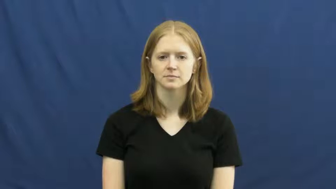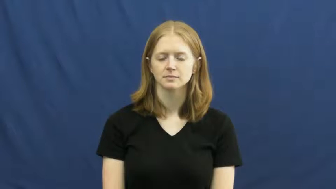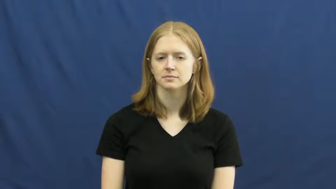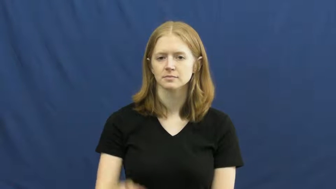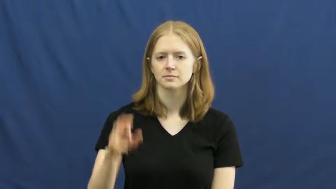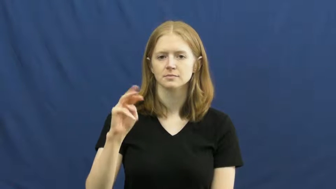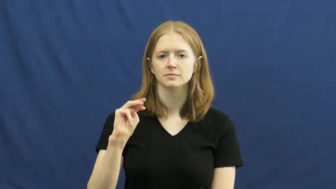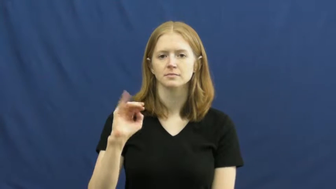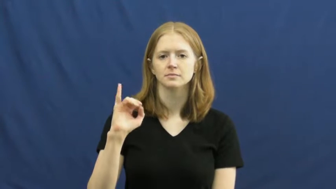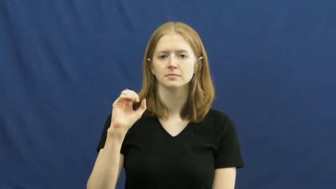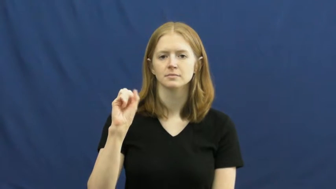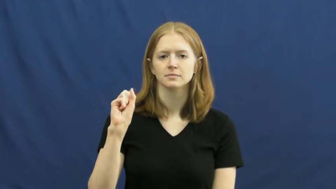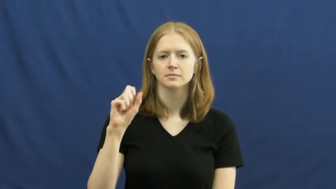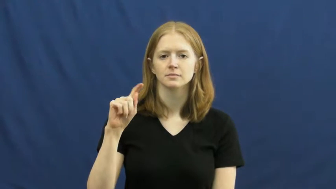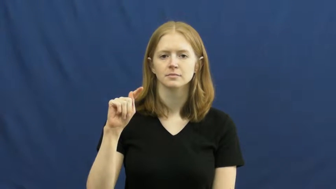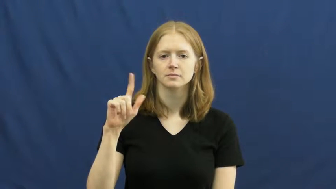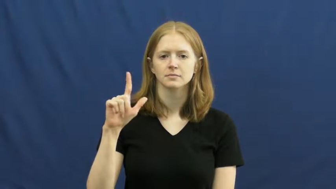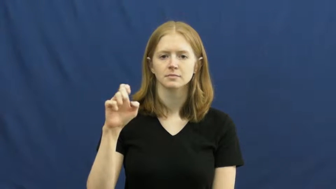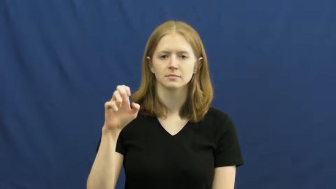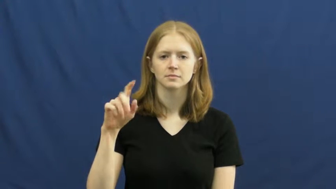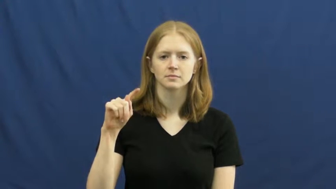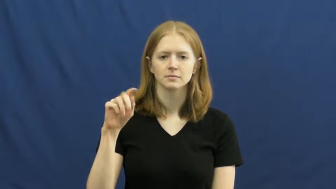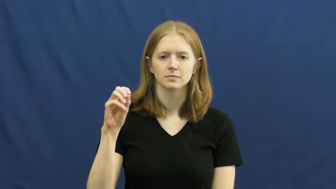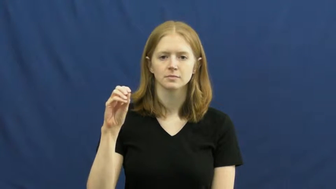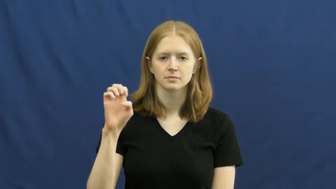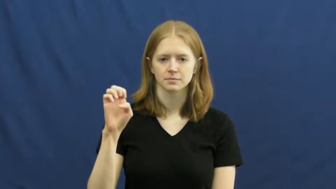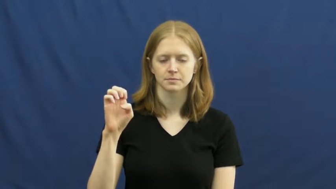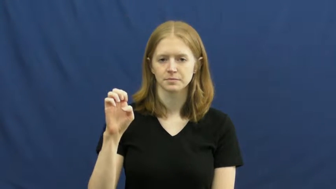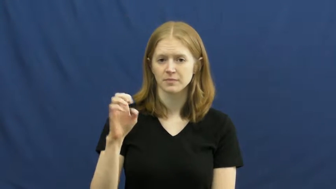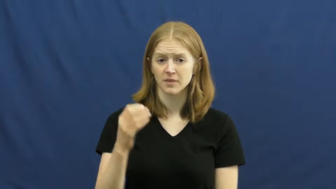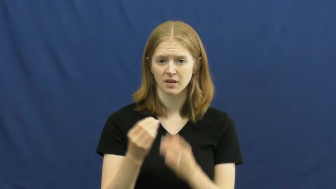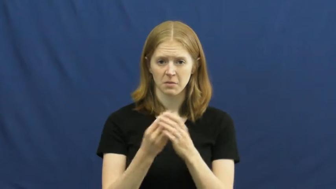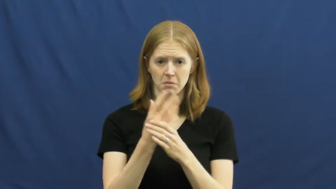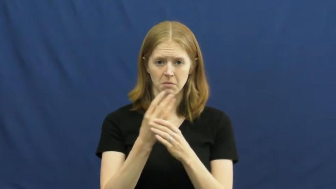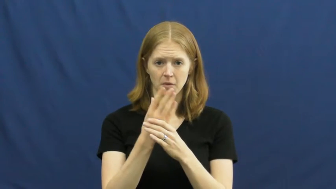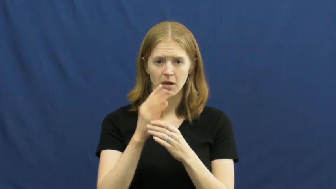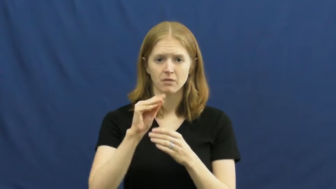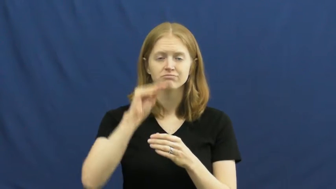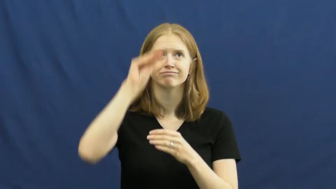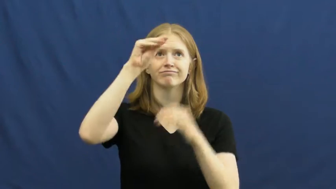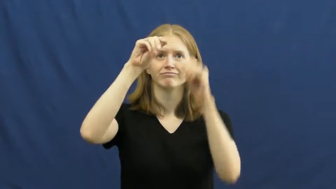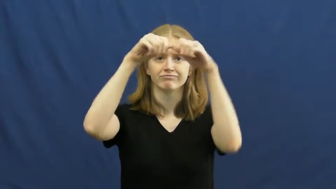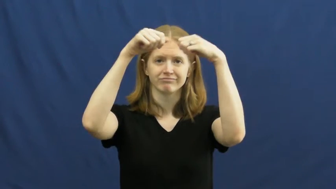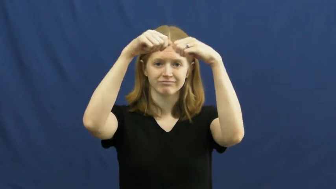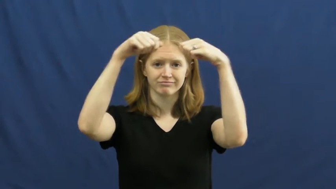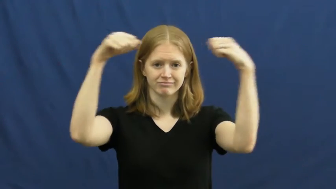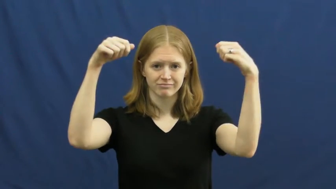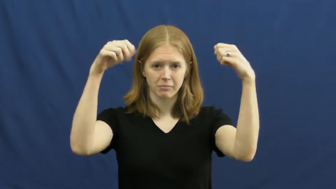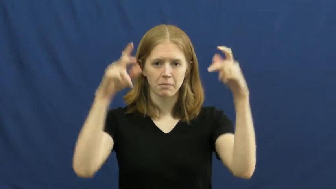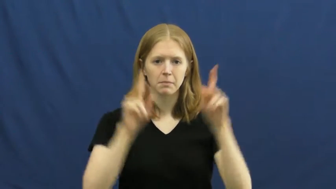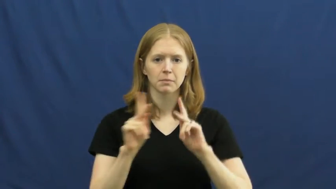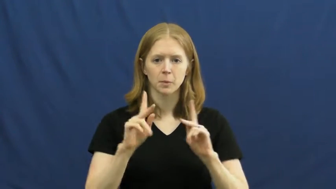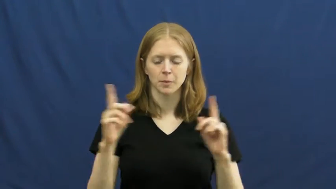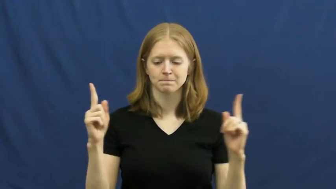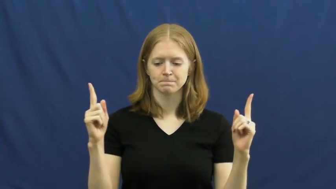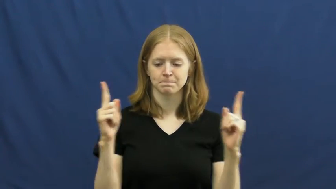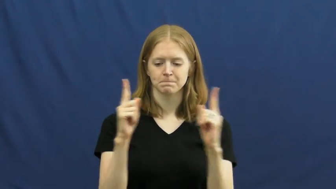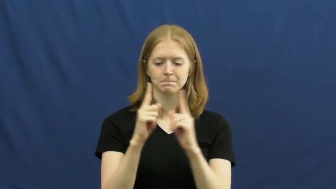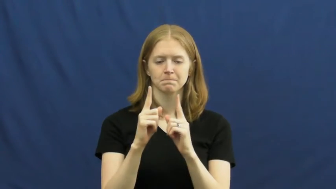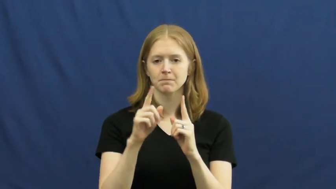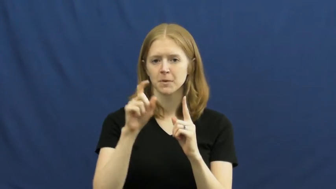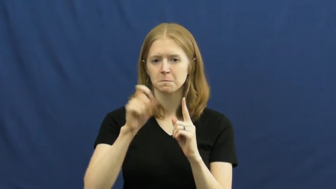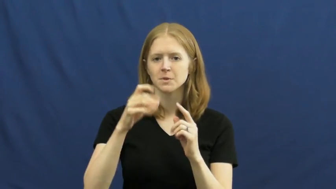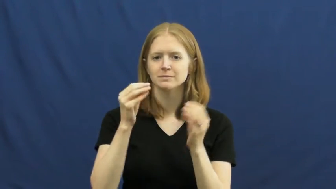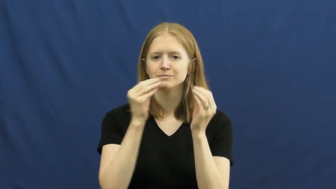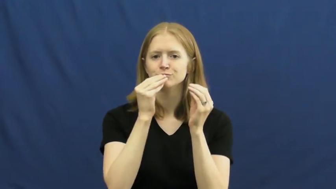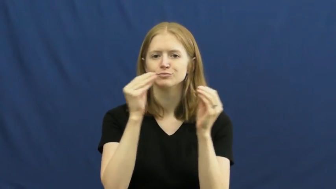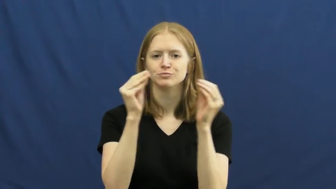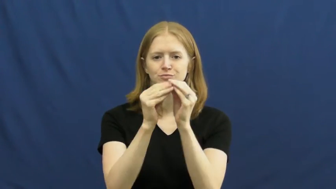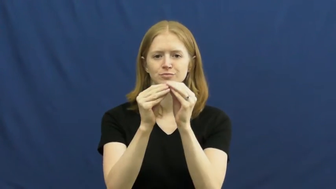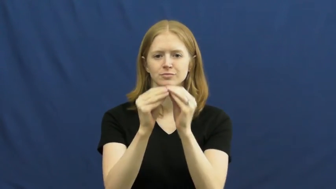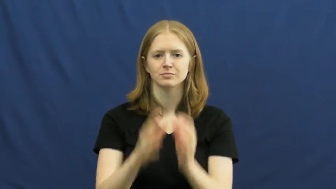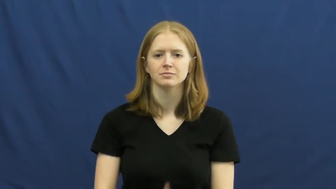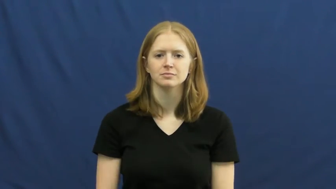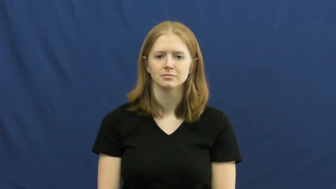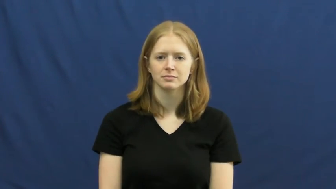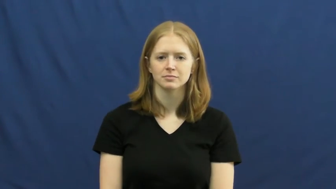mistletoe